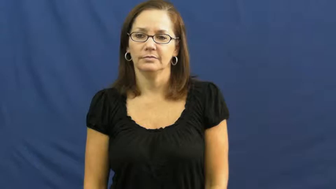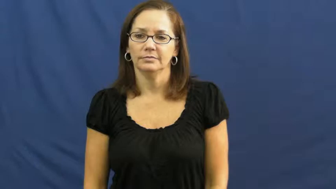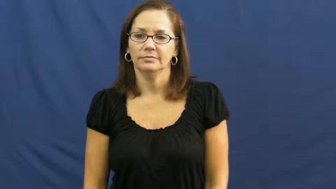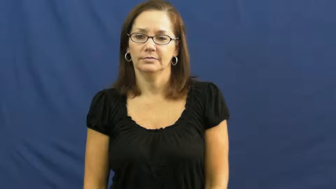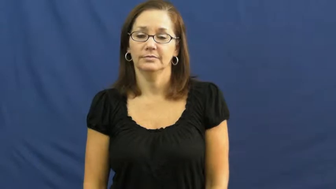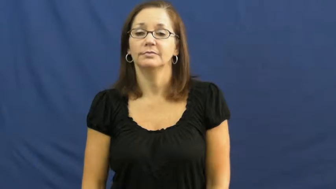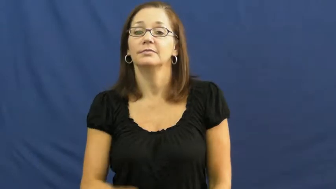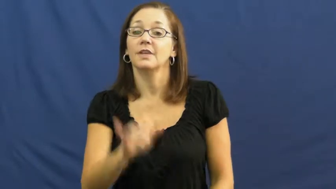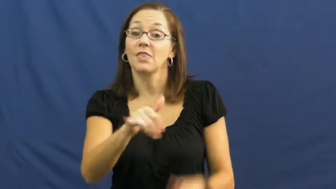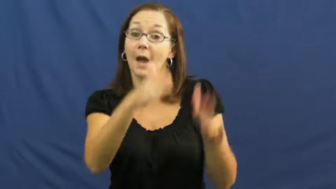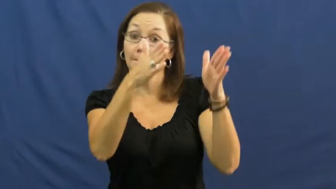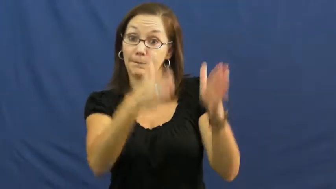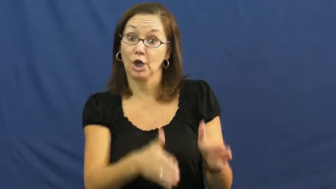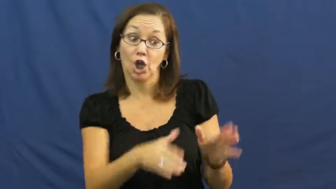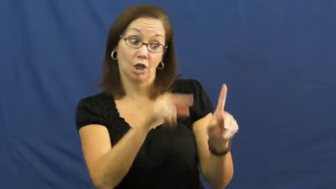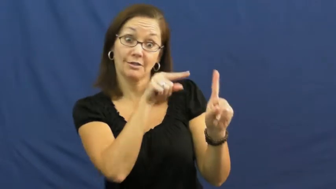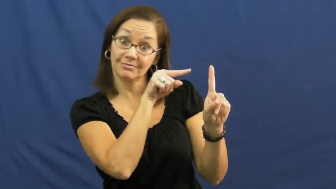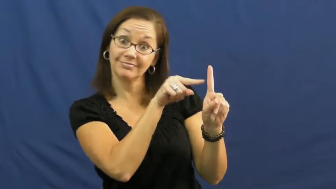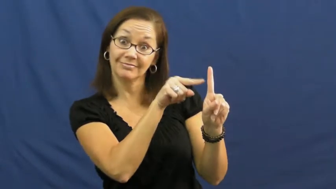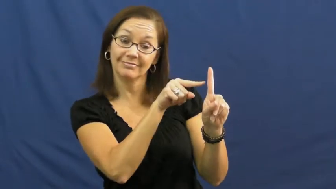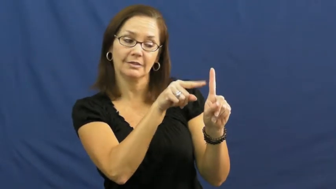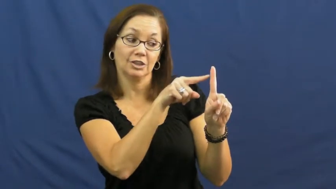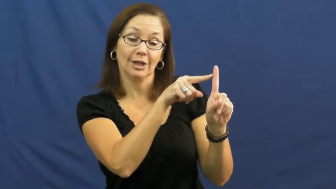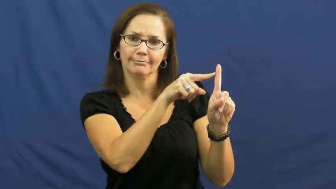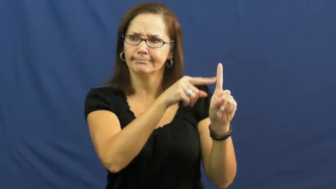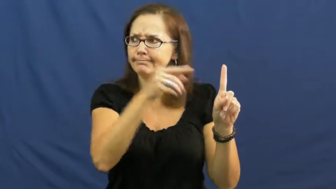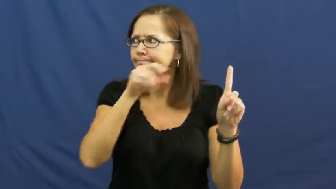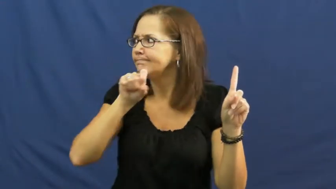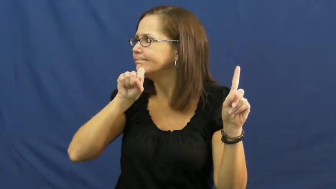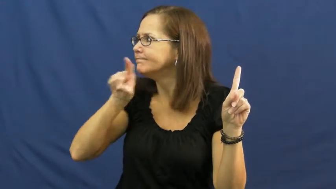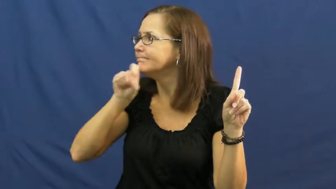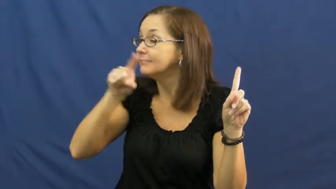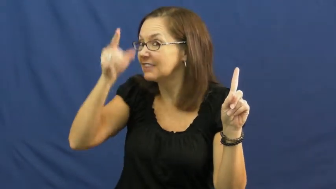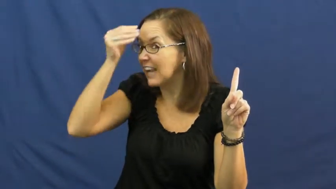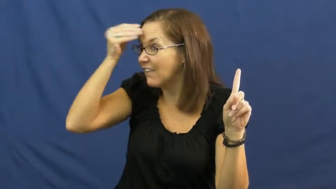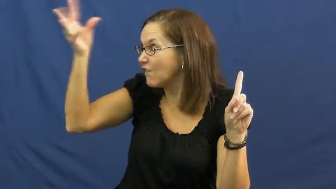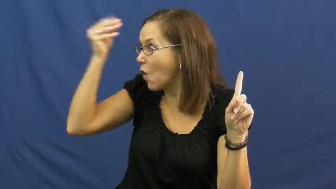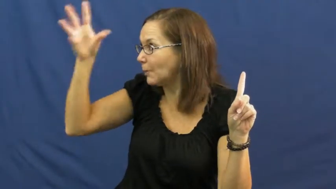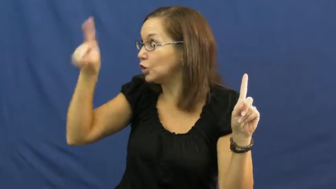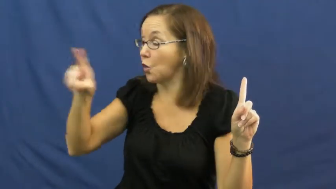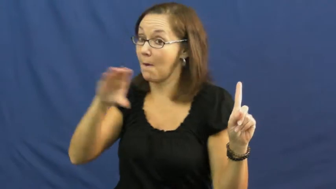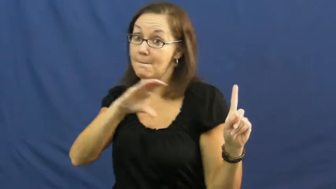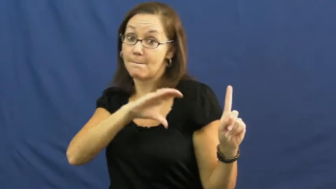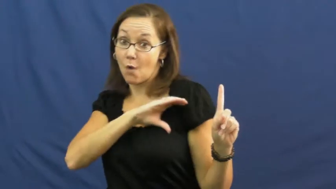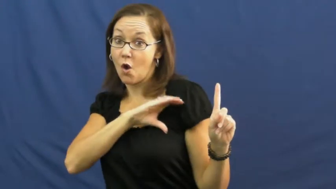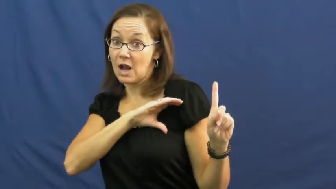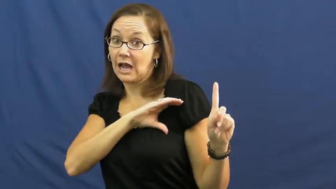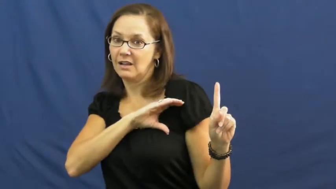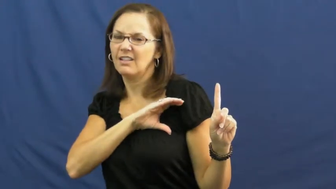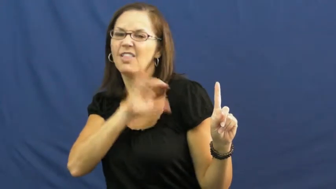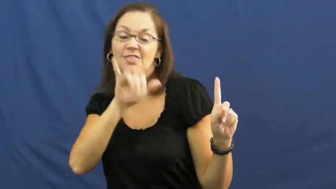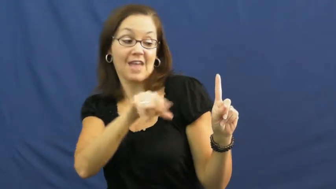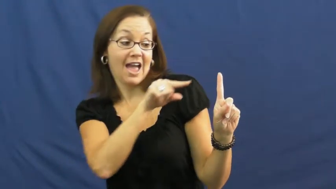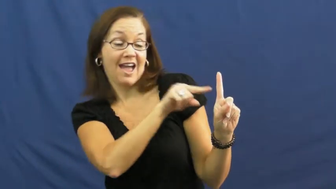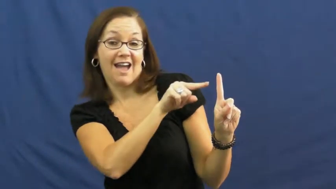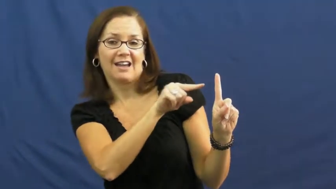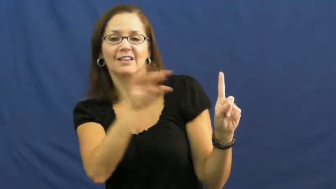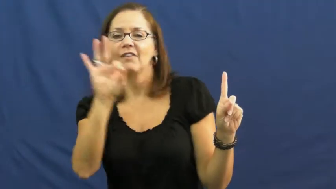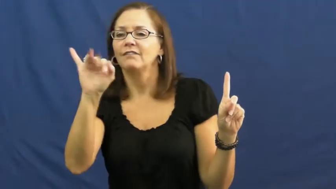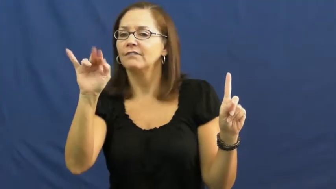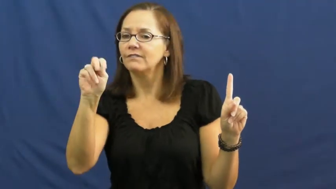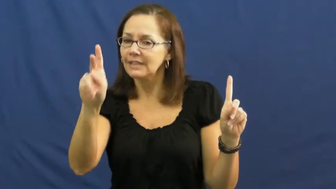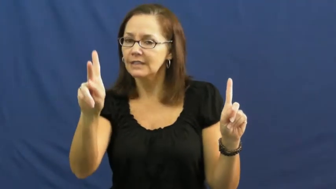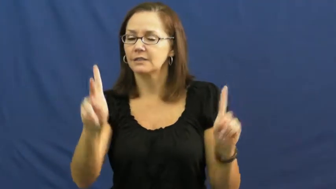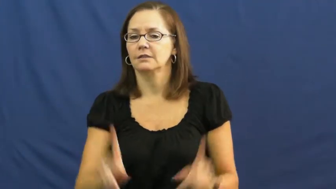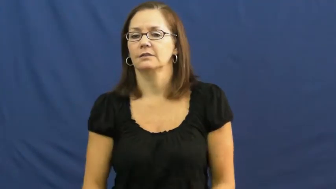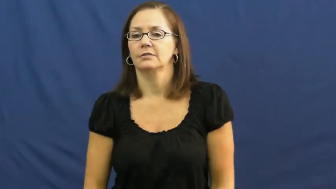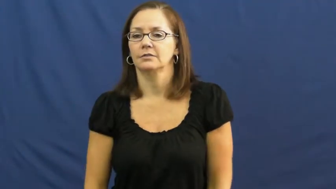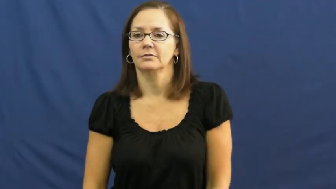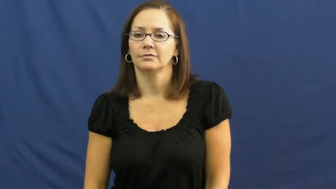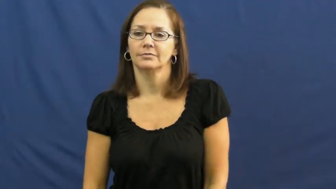fink